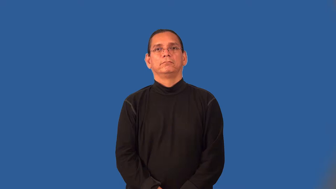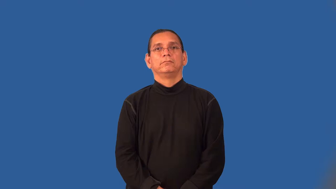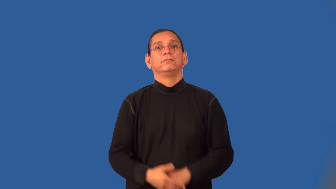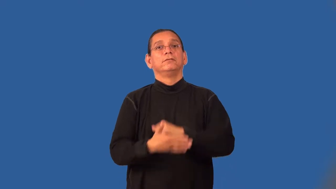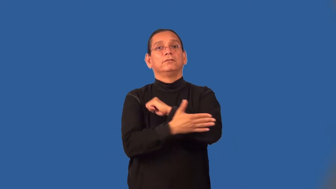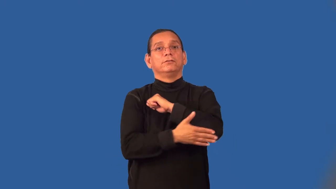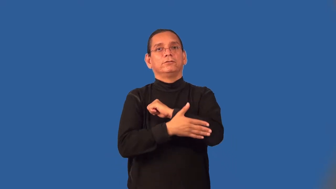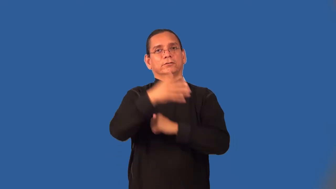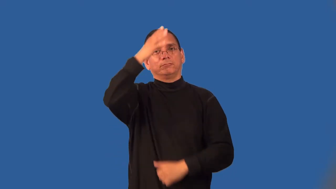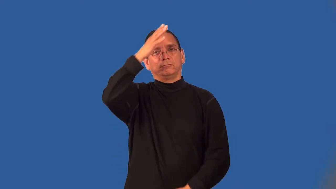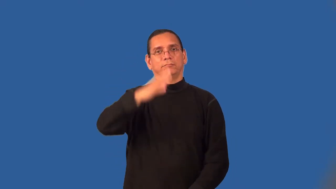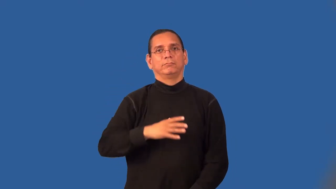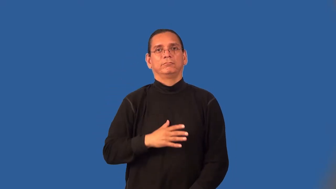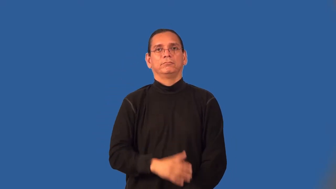countryman